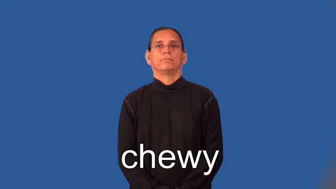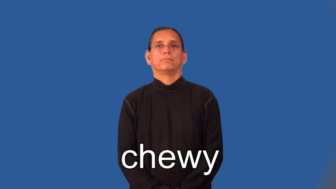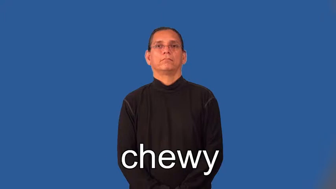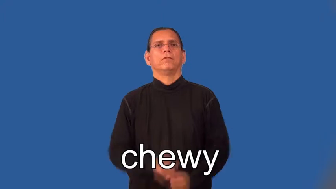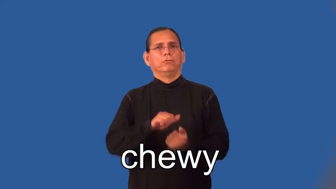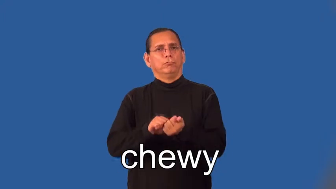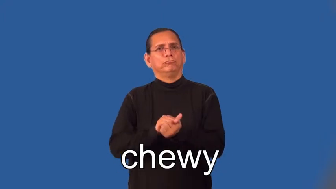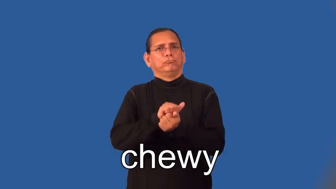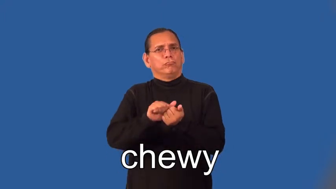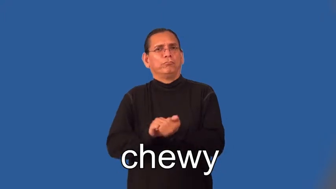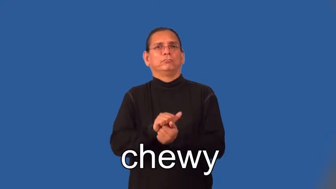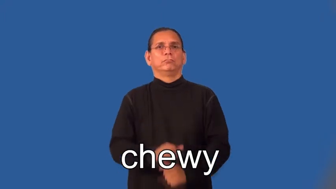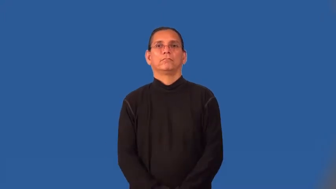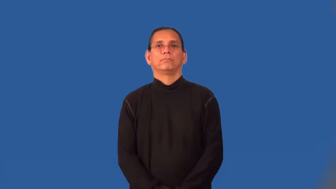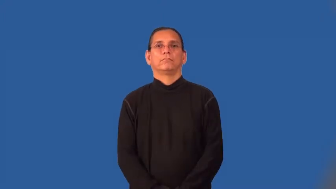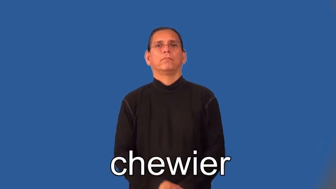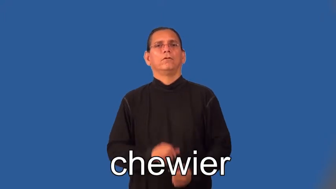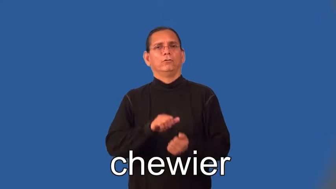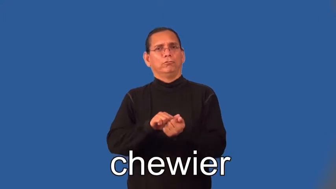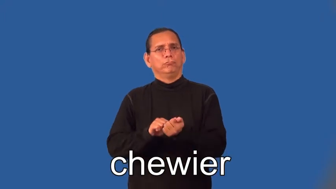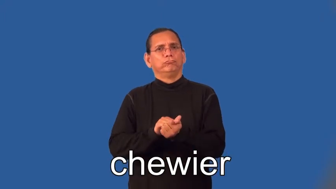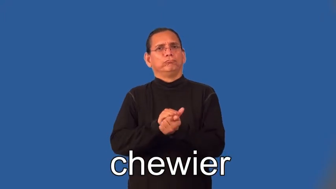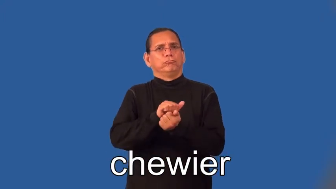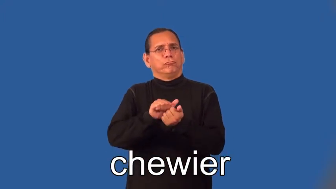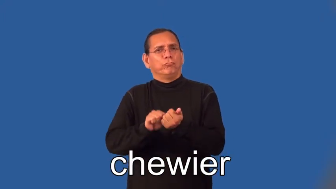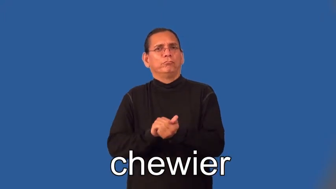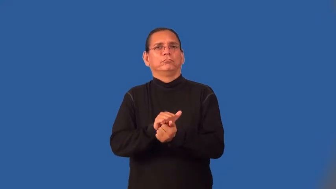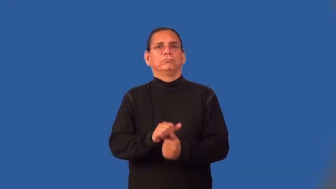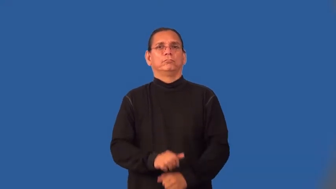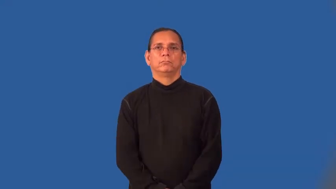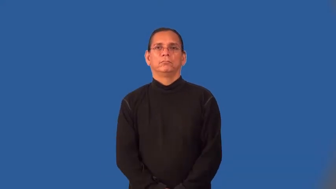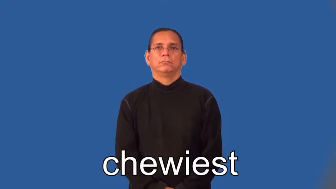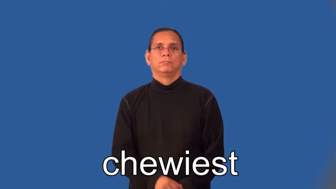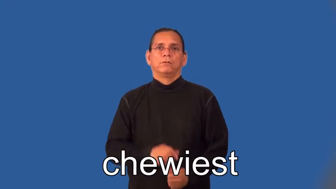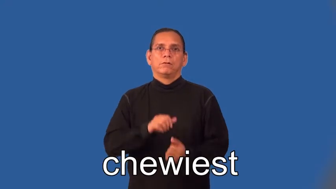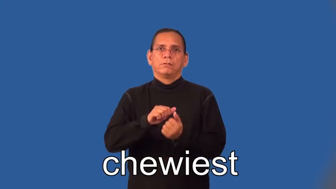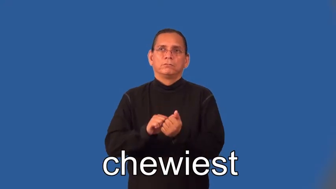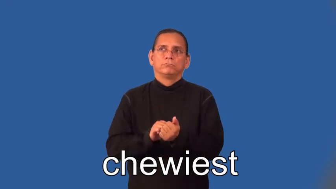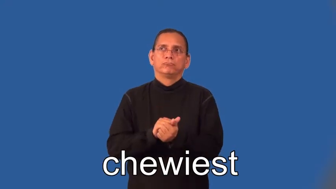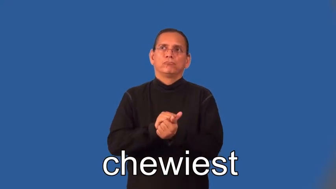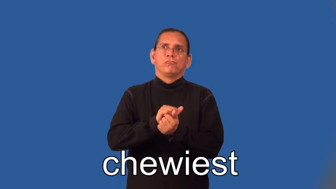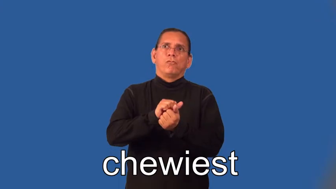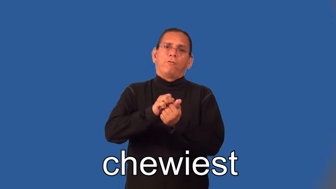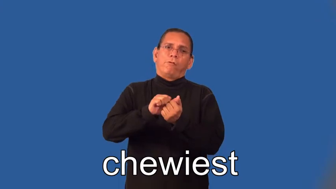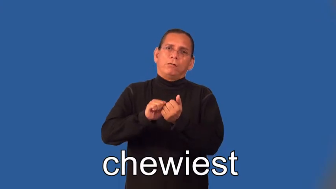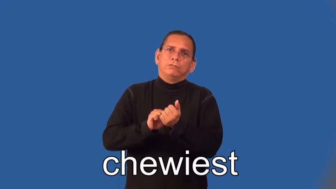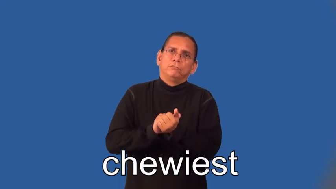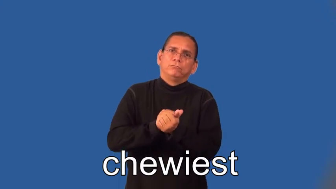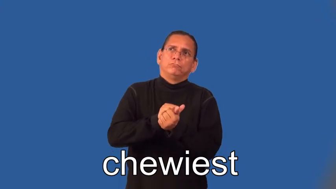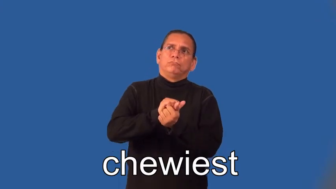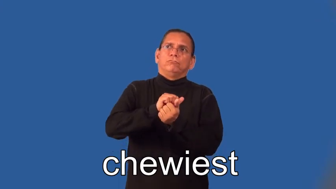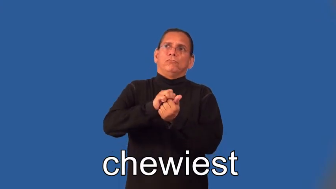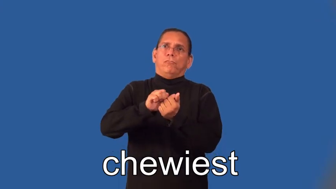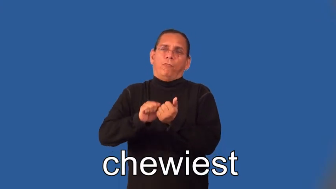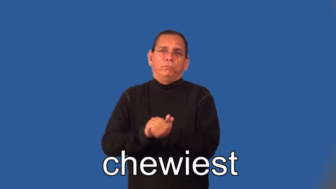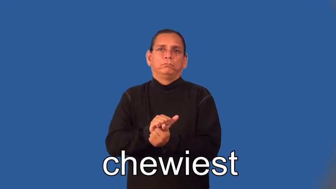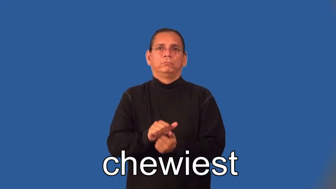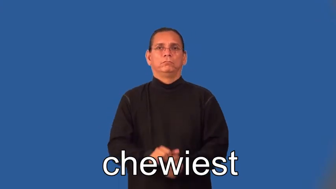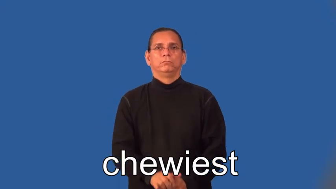chewier,chewiest